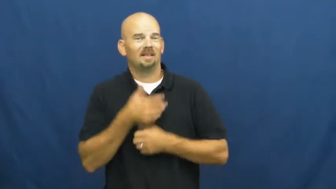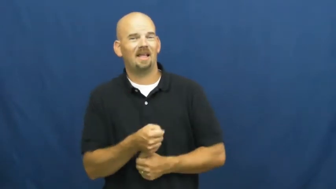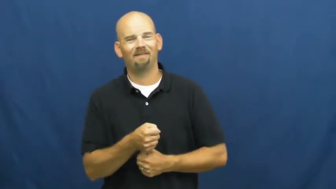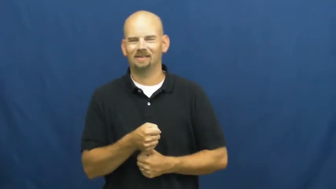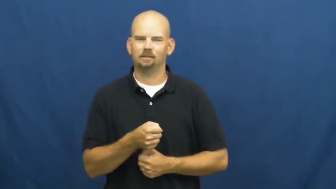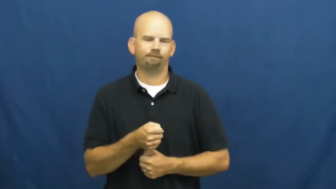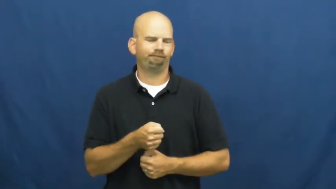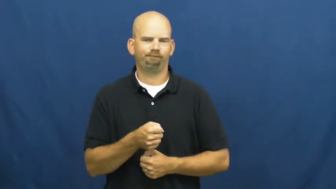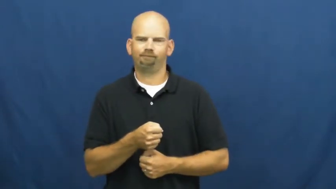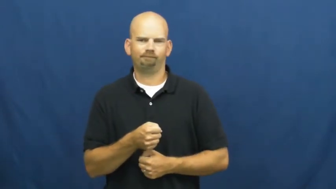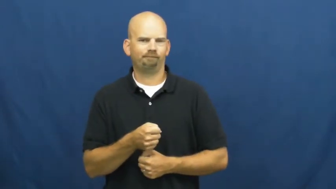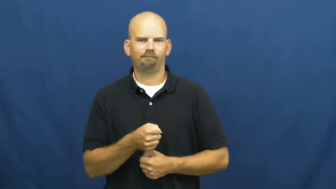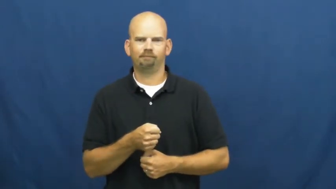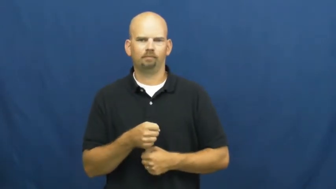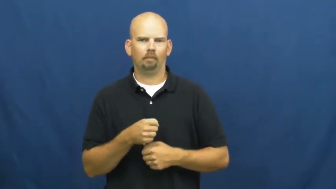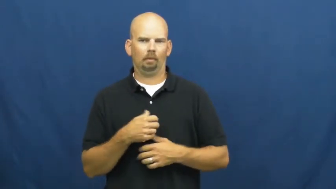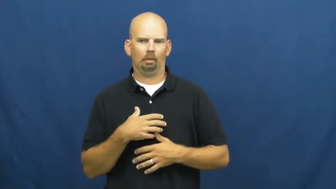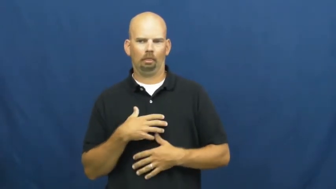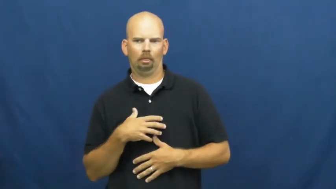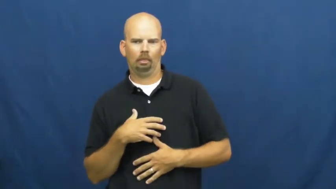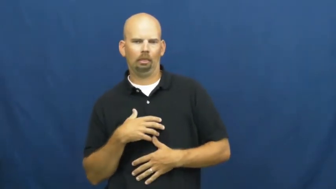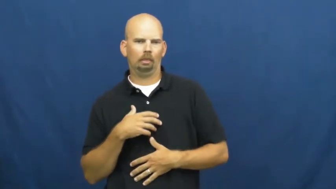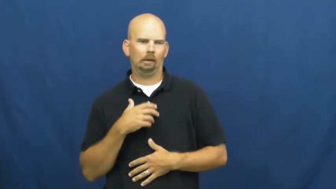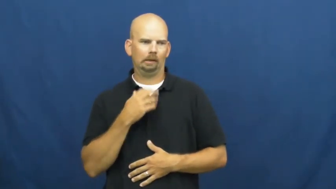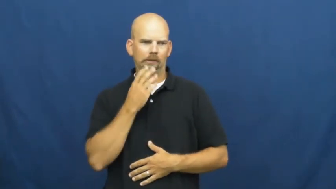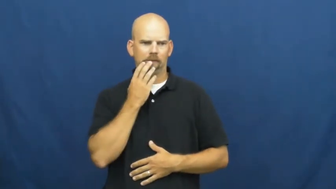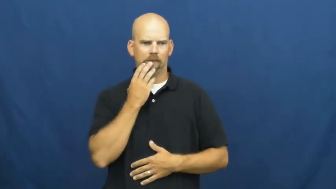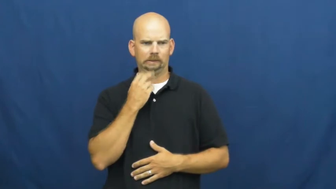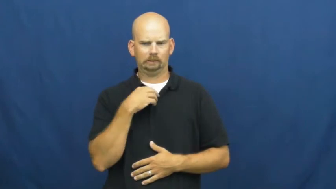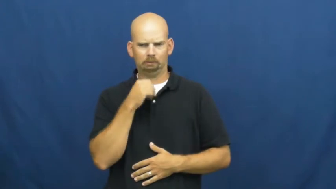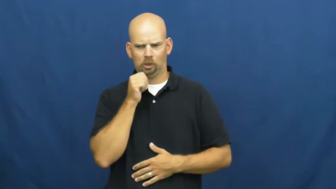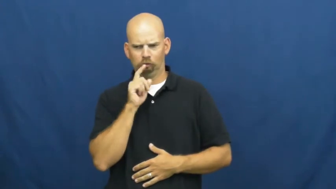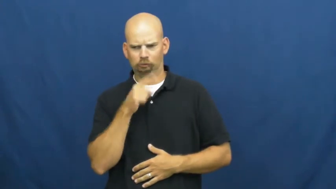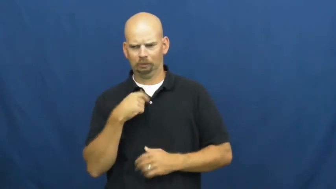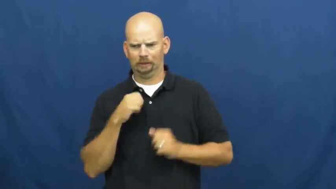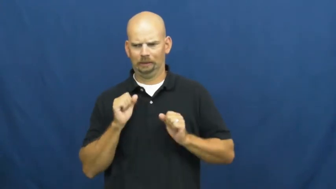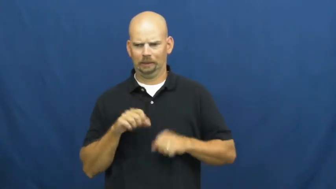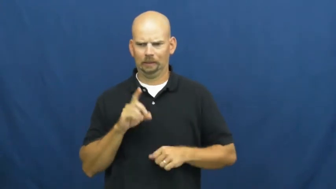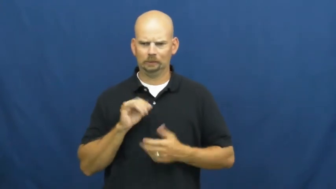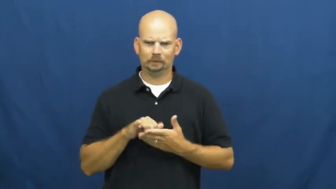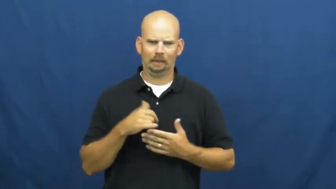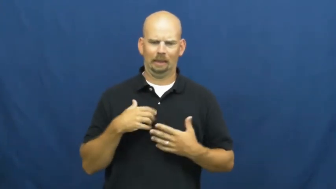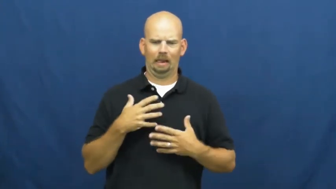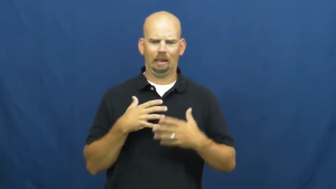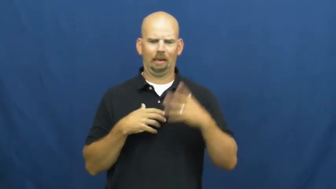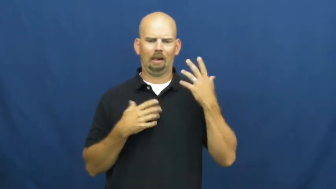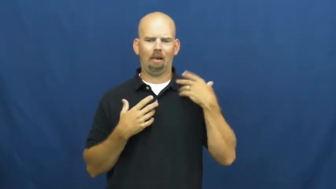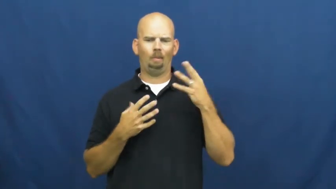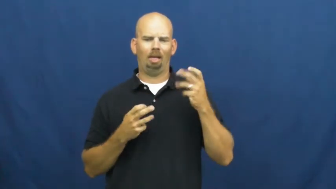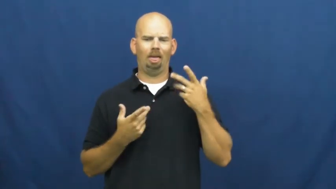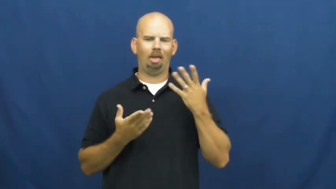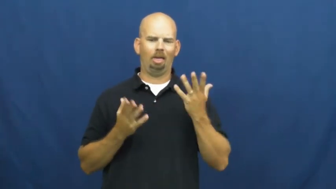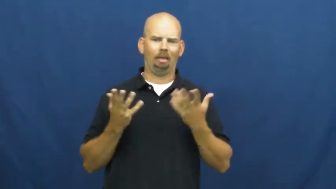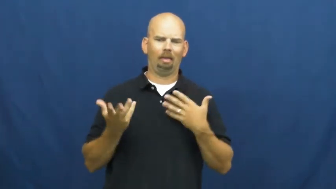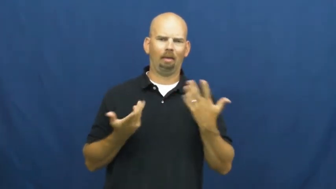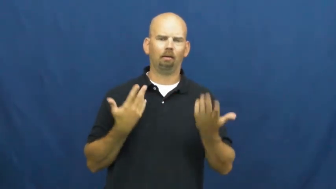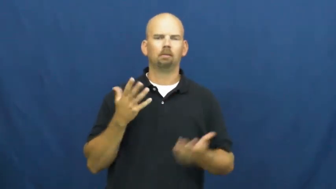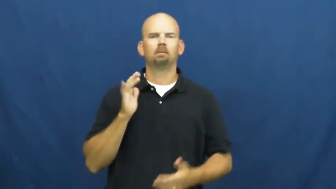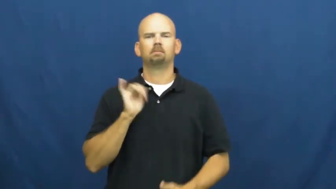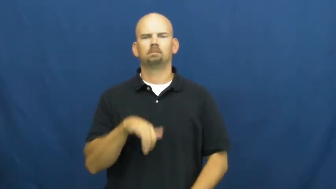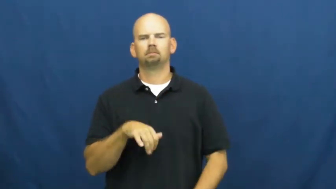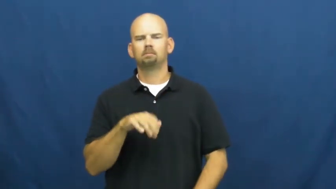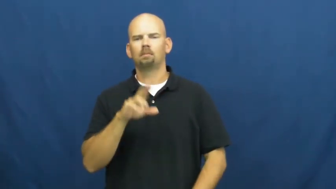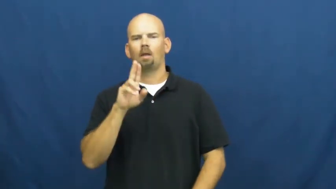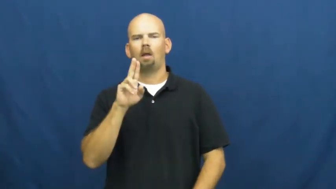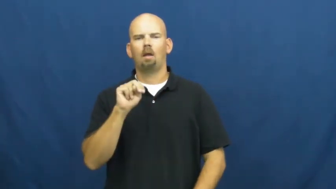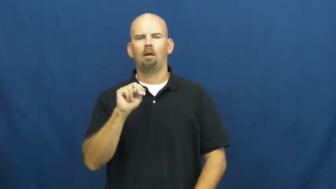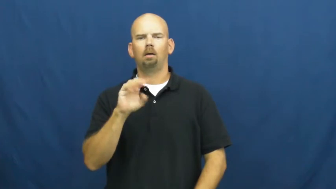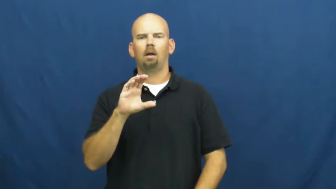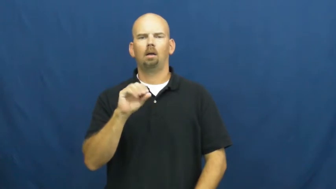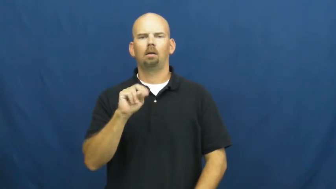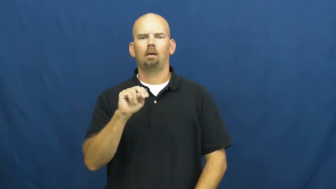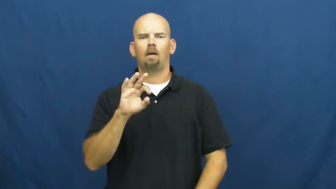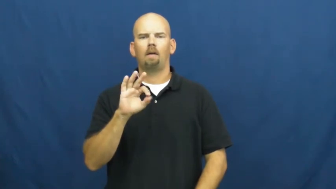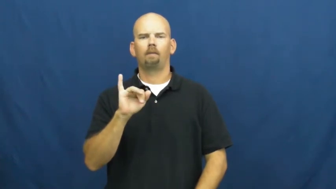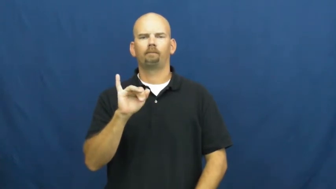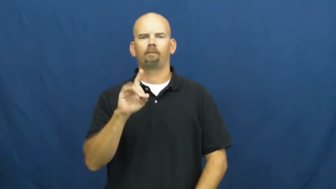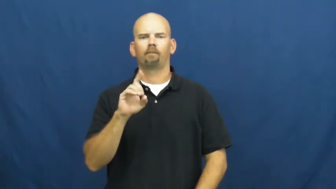unconfident